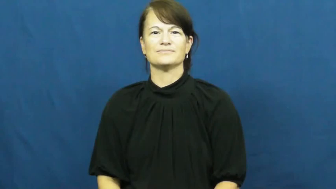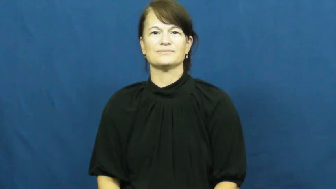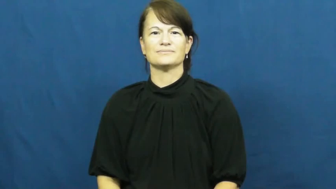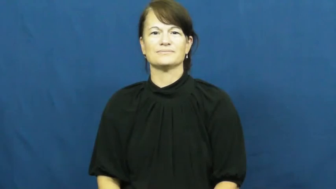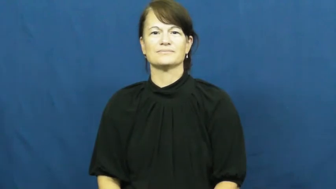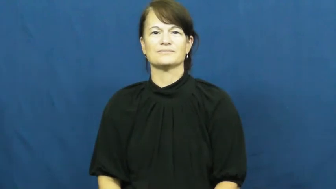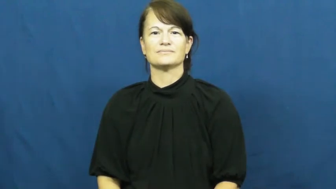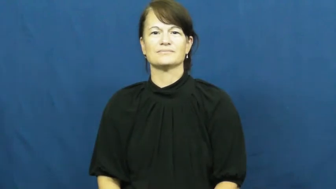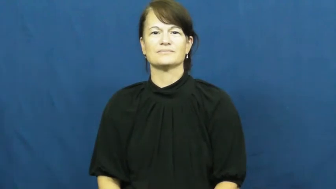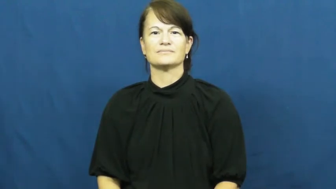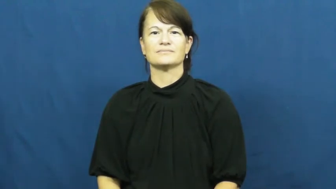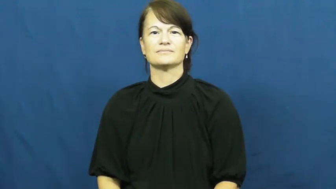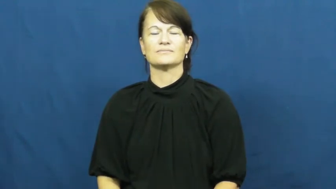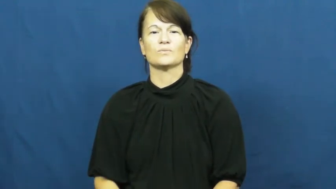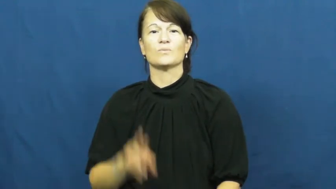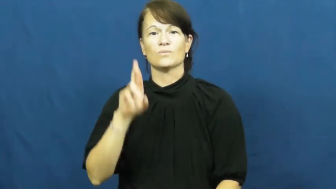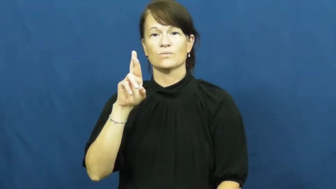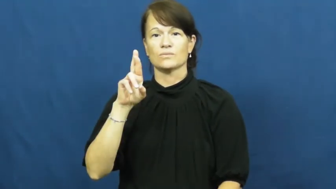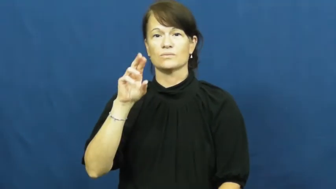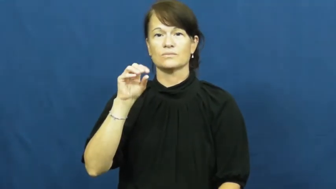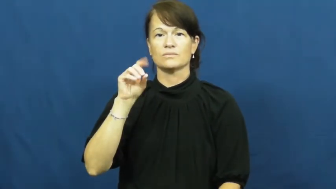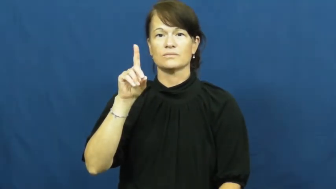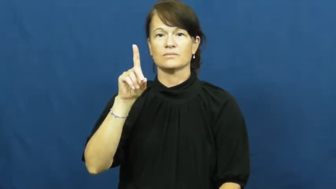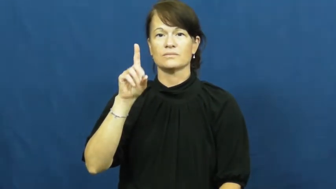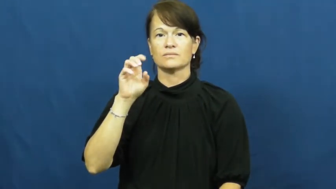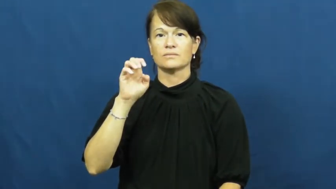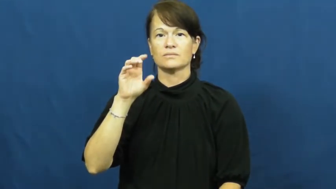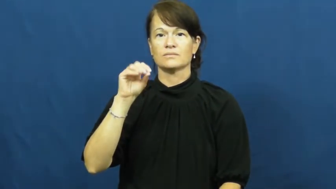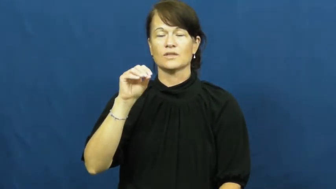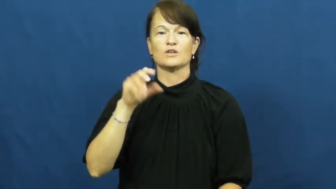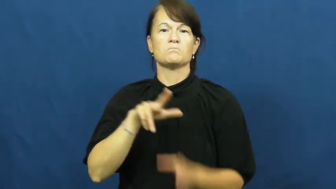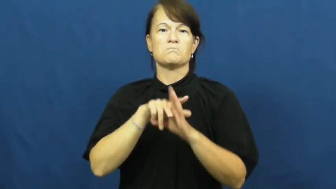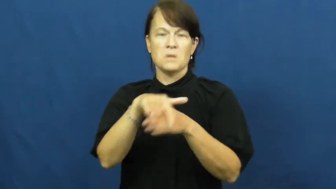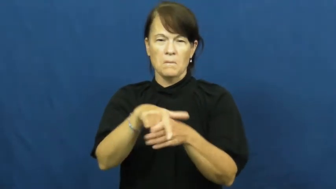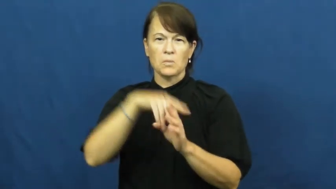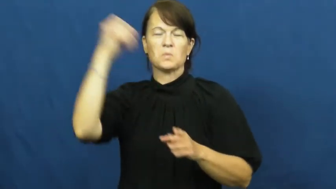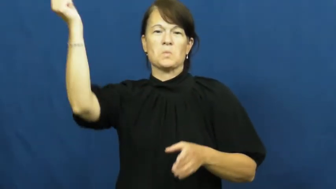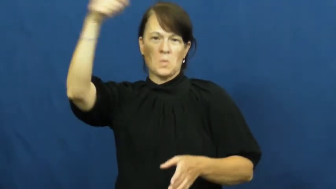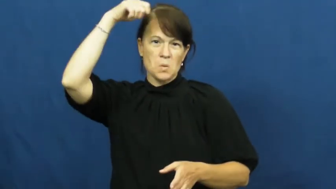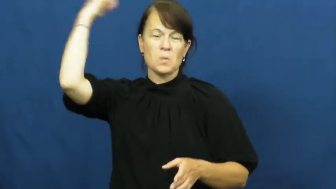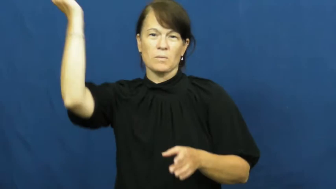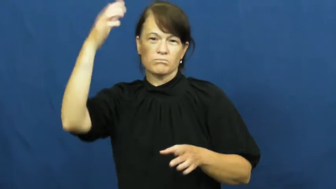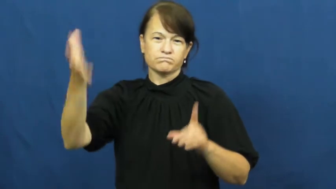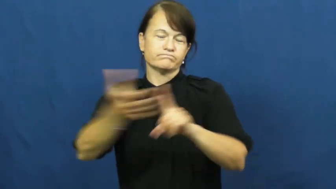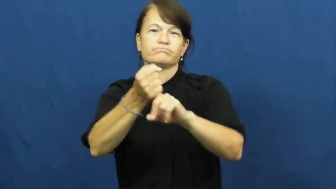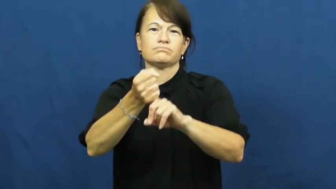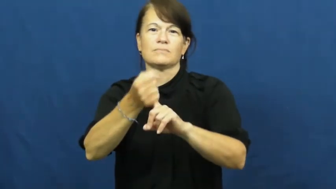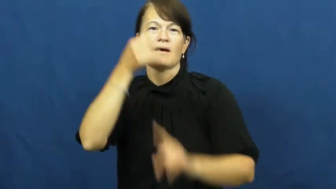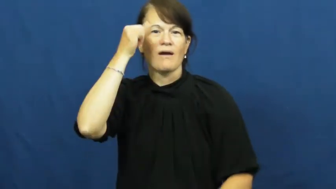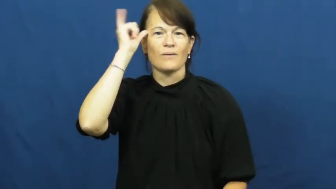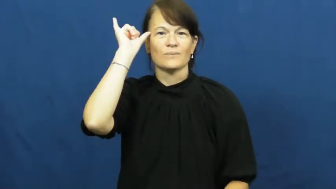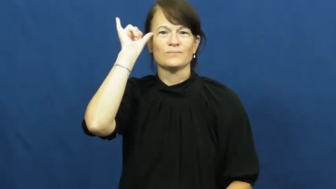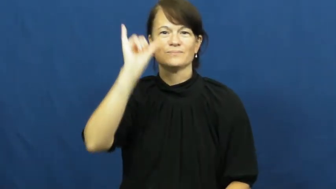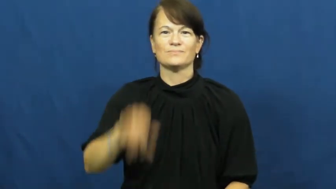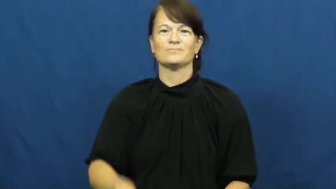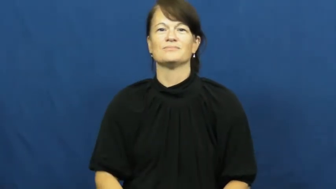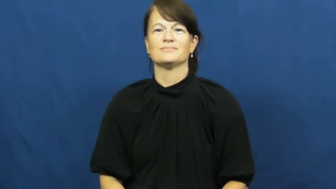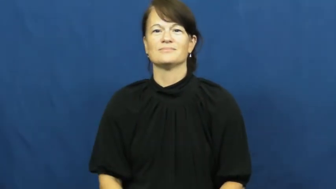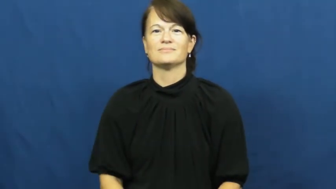rodeo